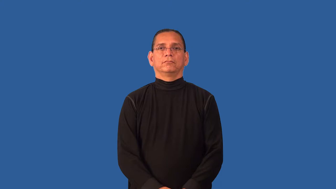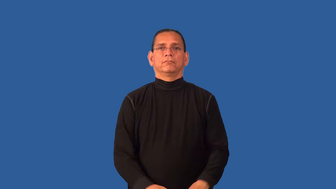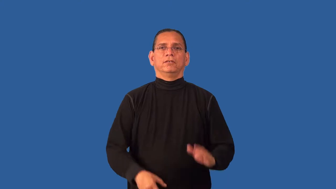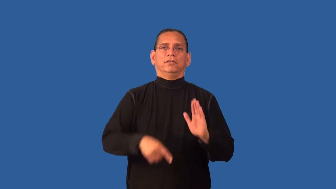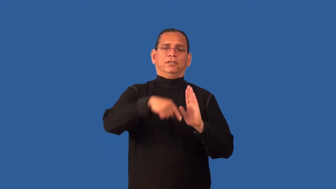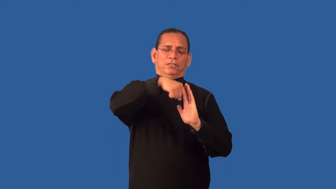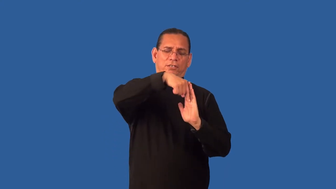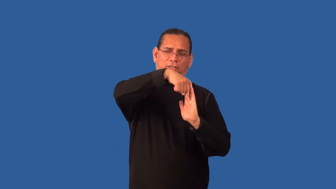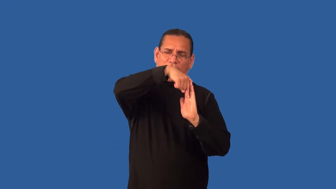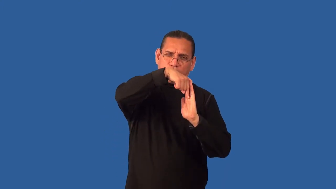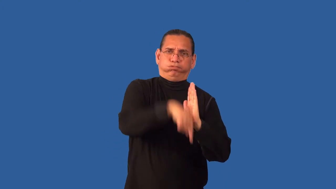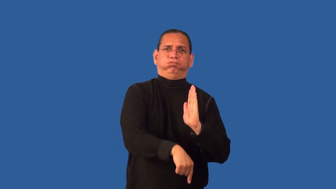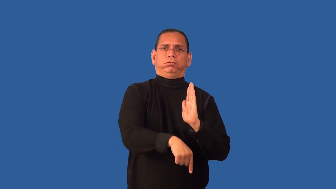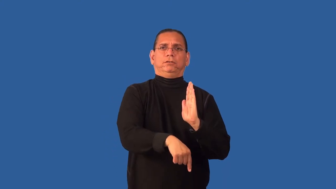deepen